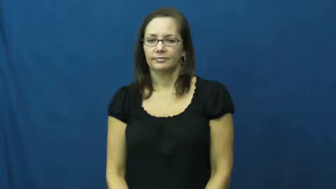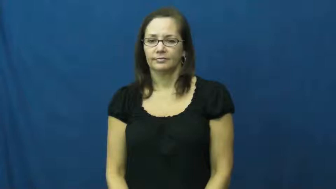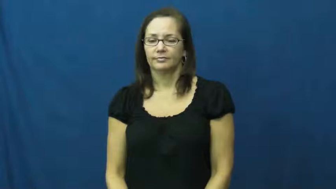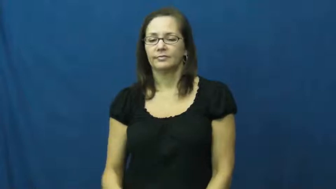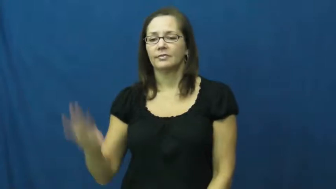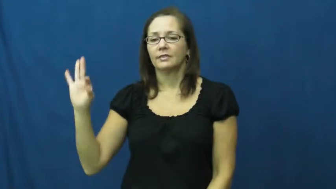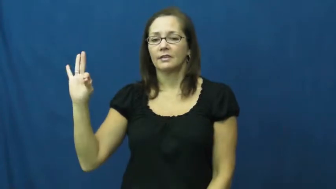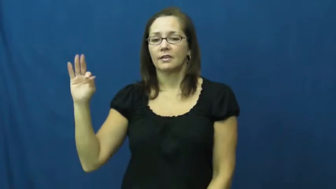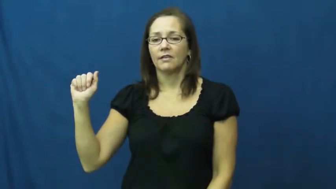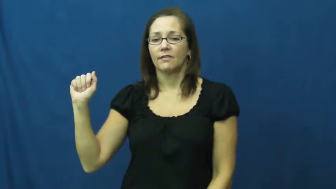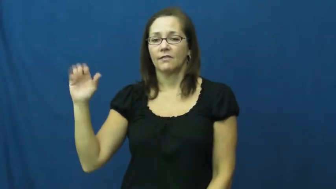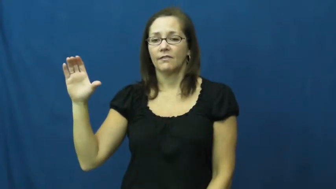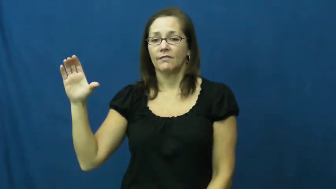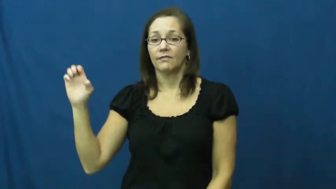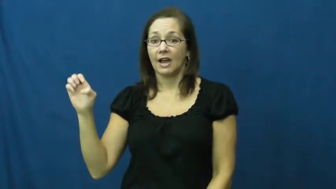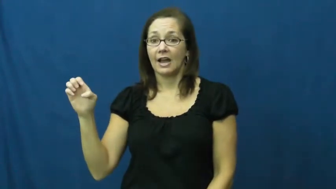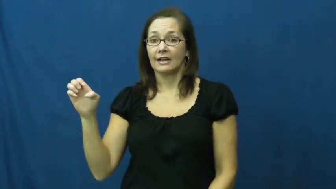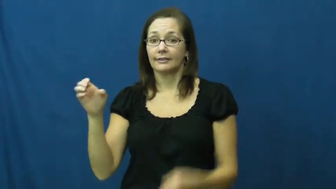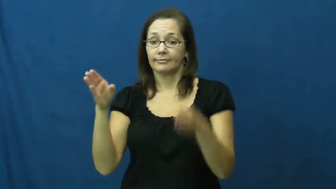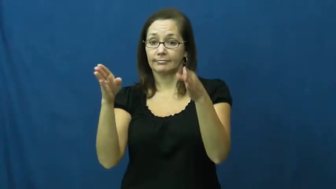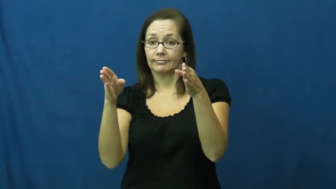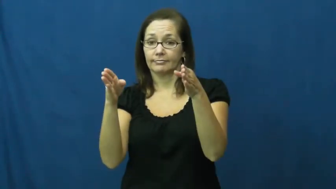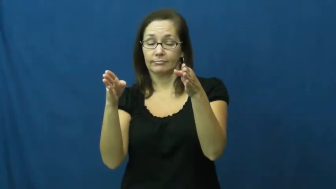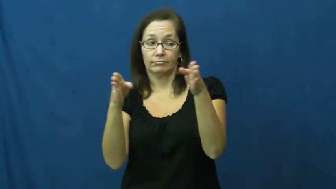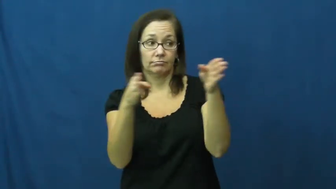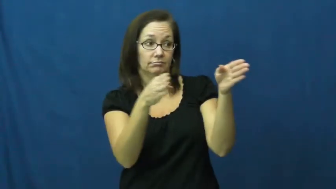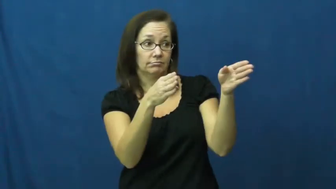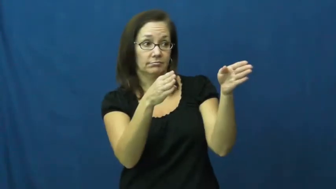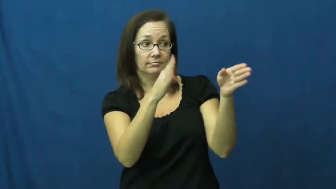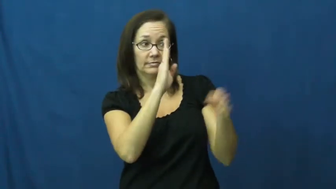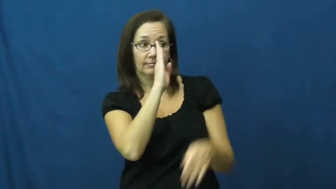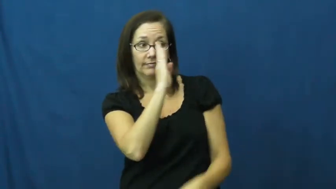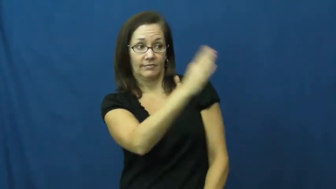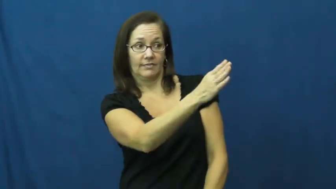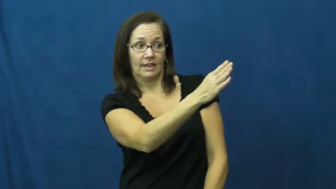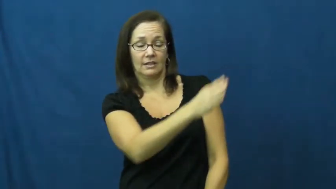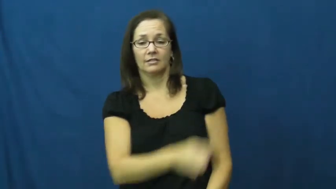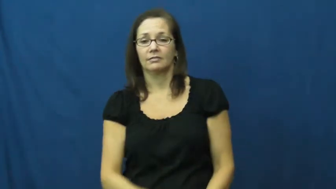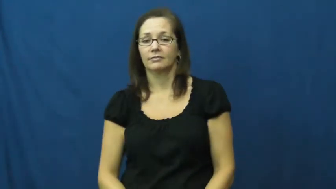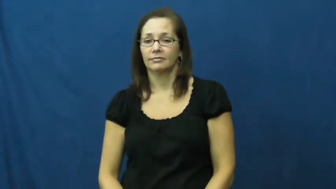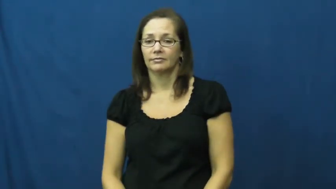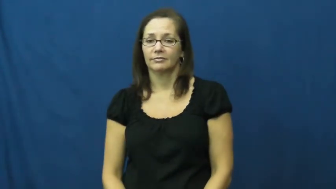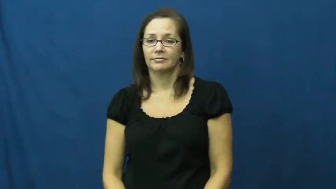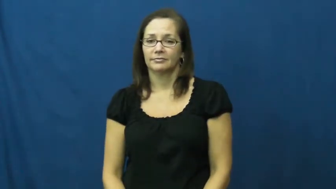face,face into-direction